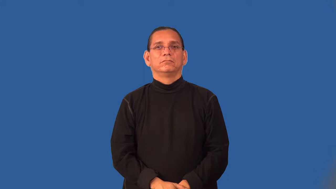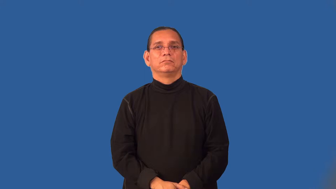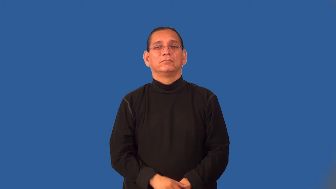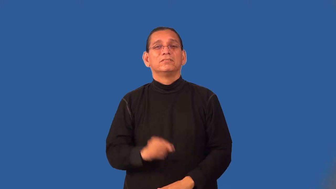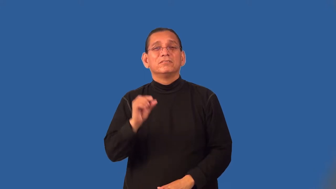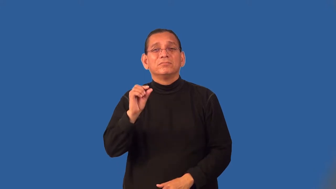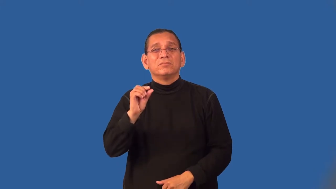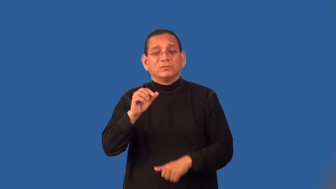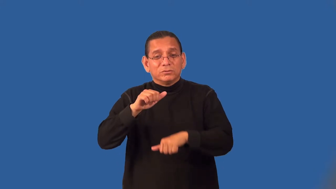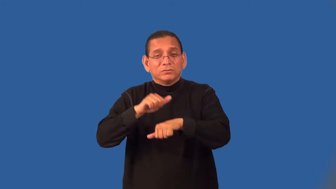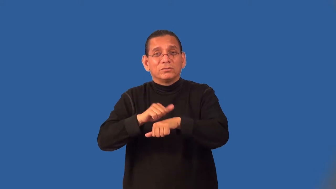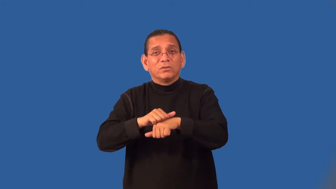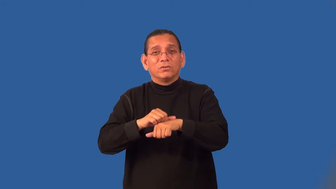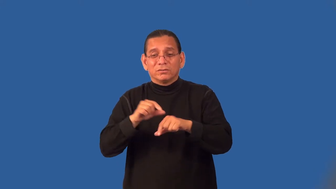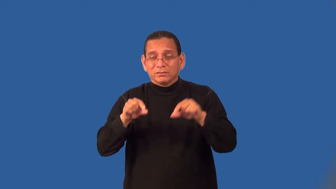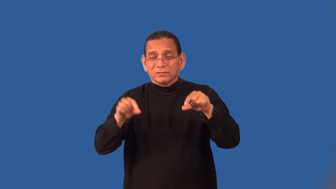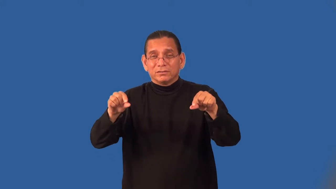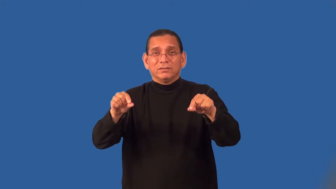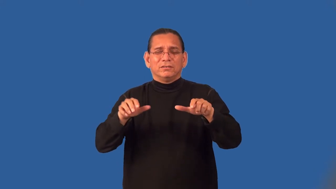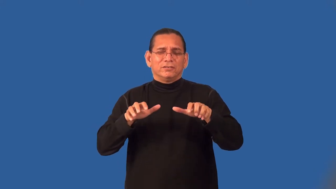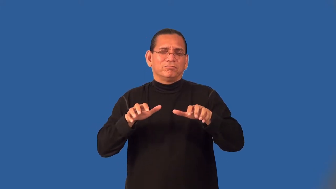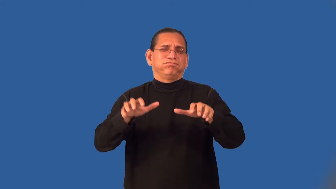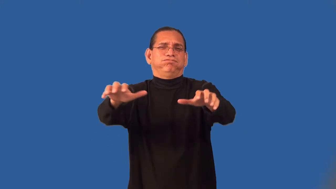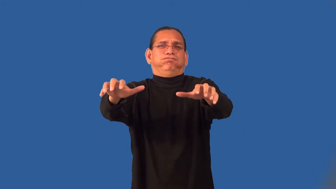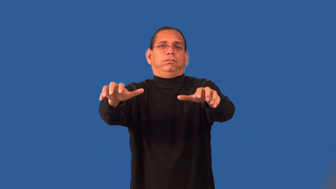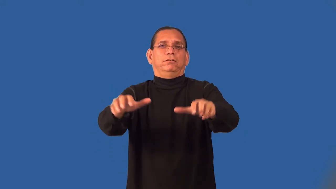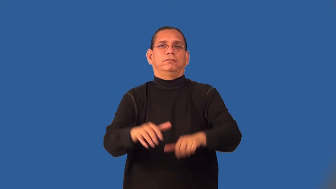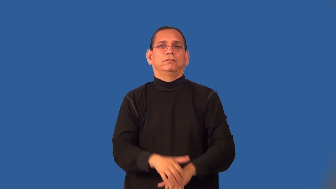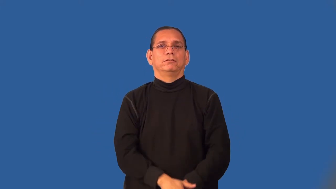pebbly